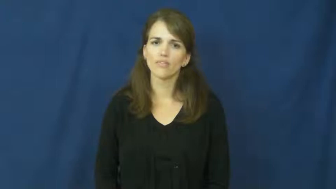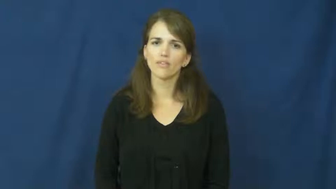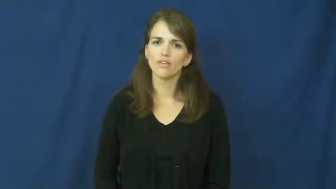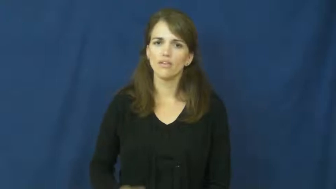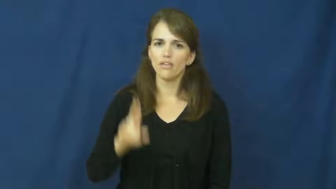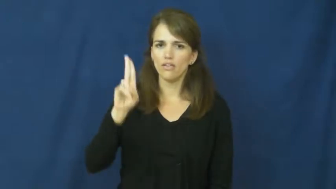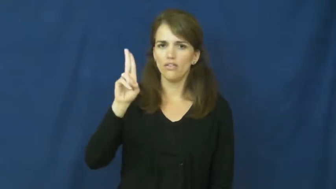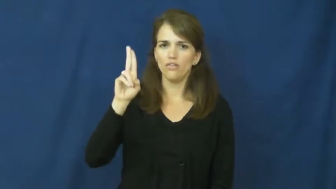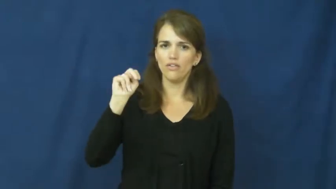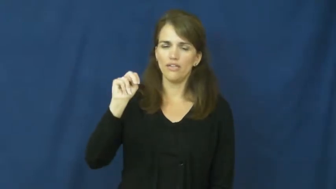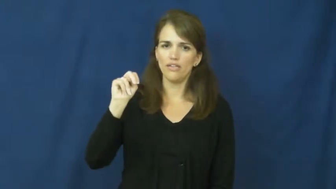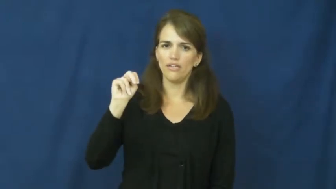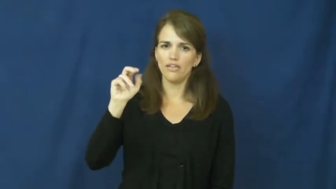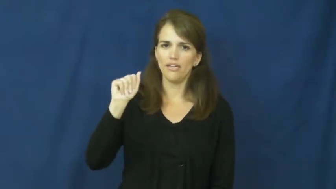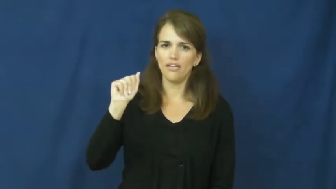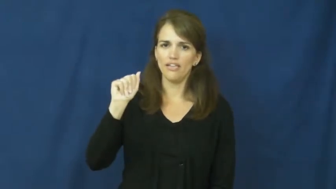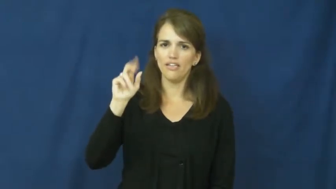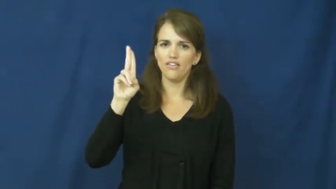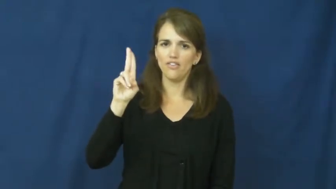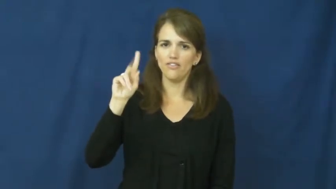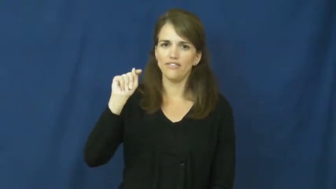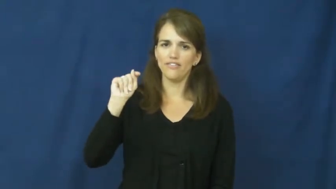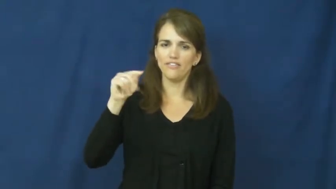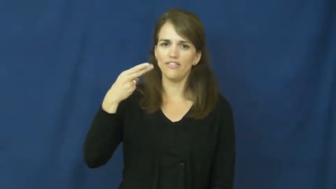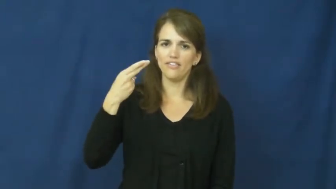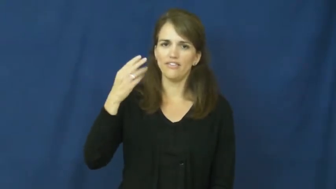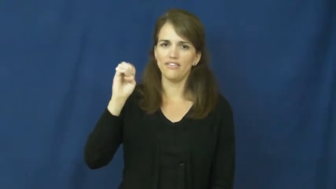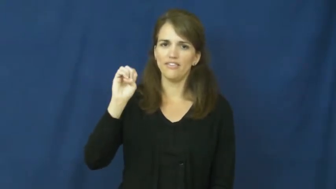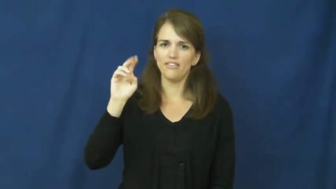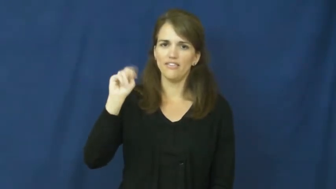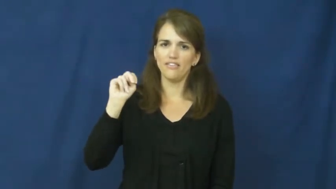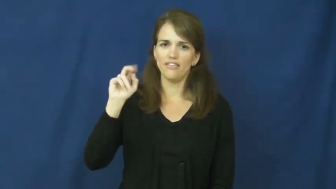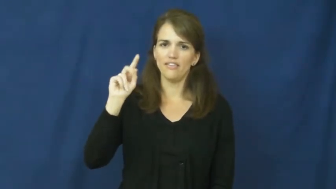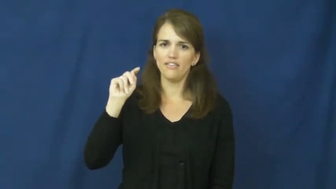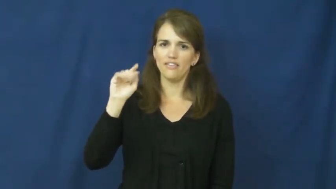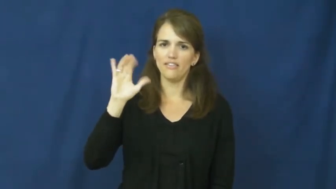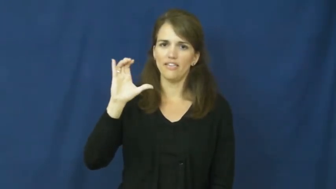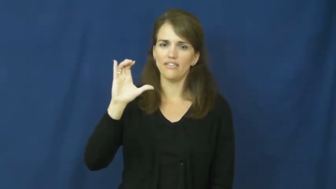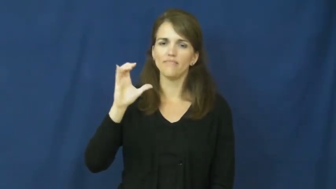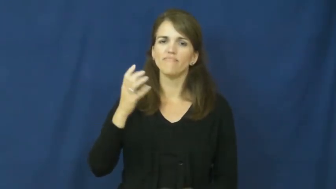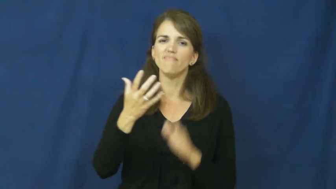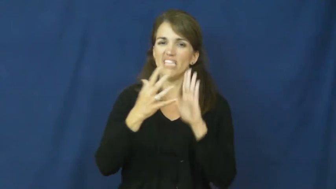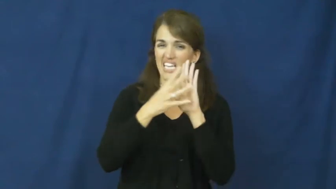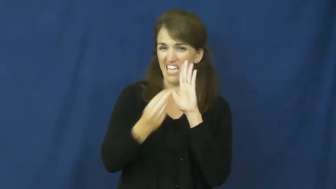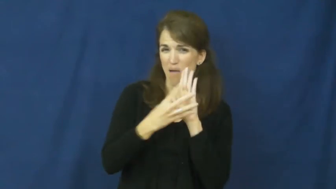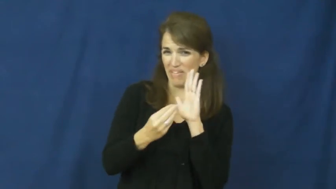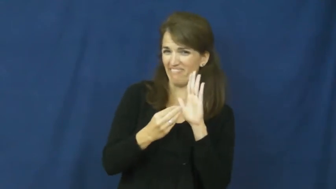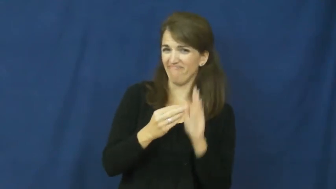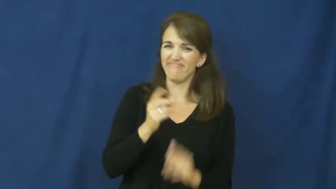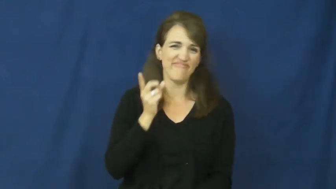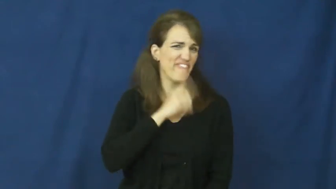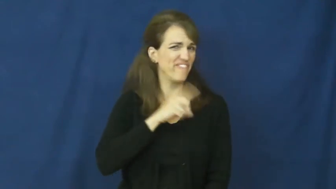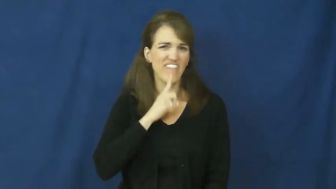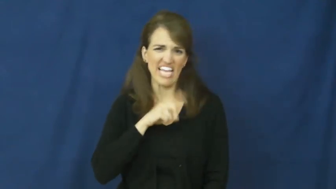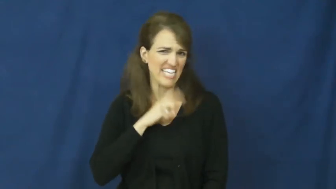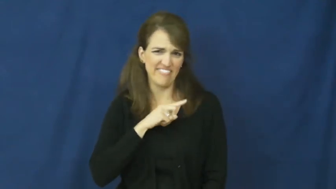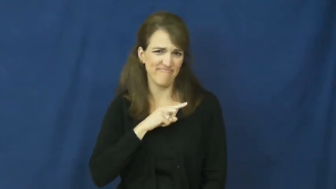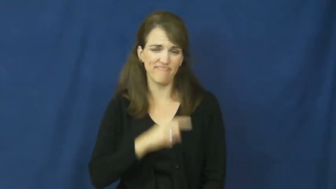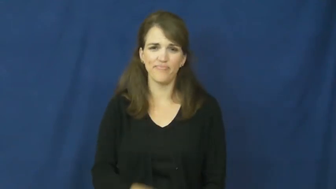unauthentic